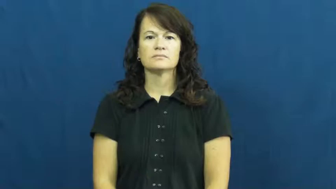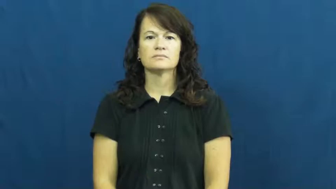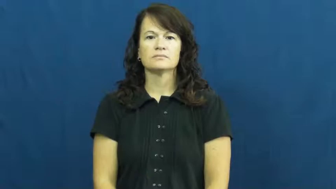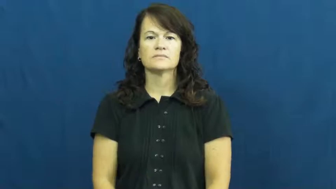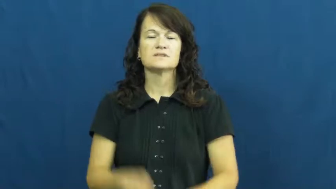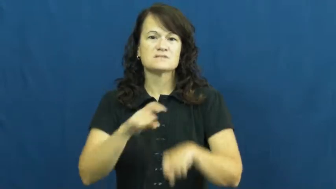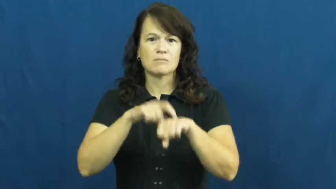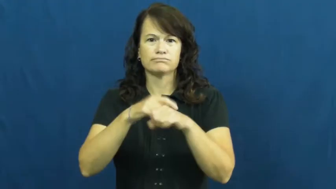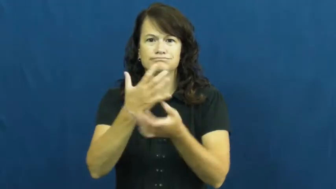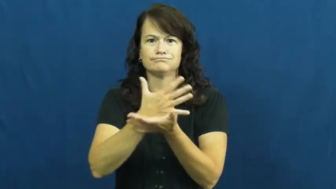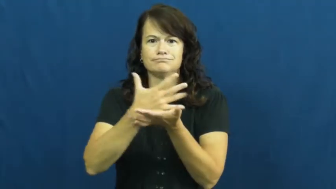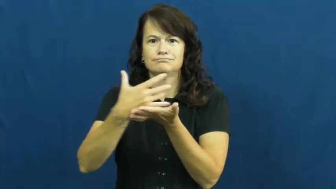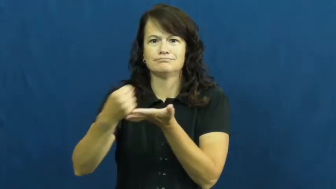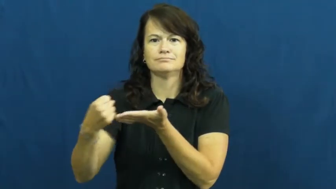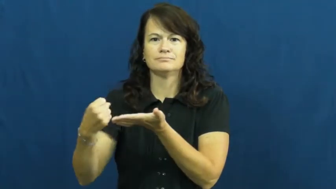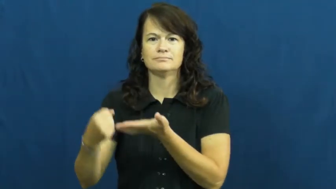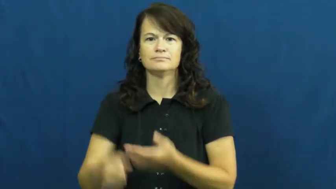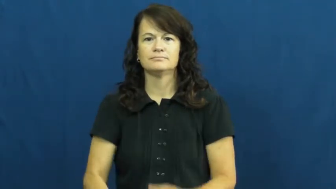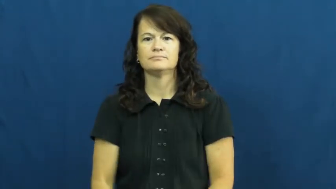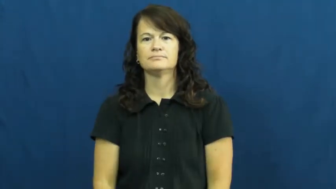up-time's up